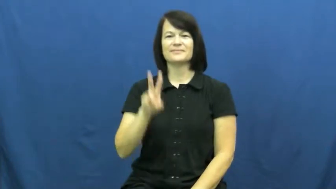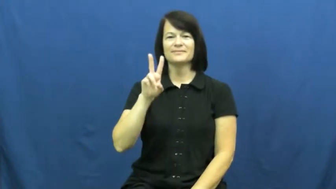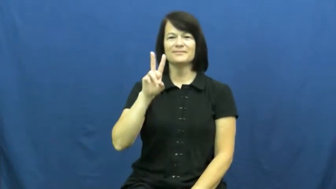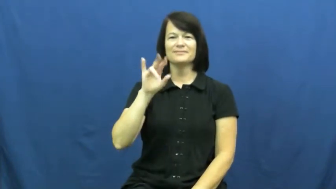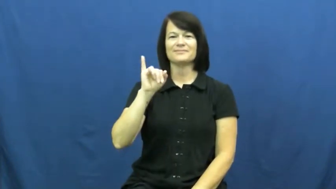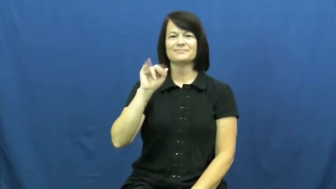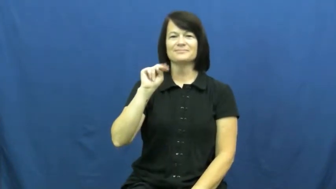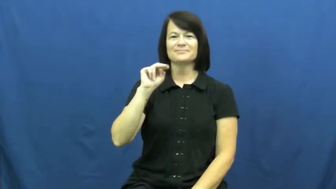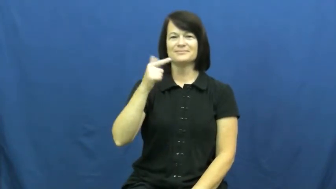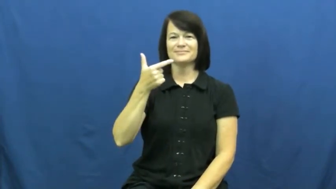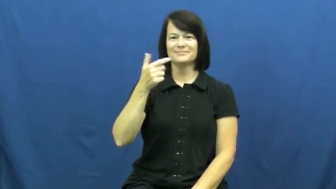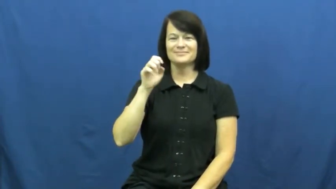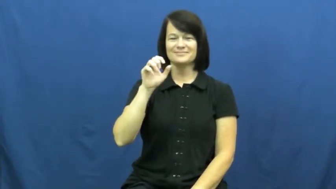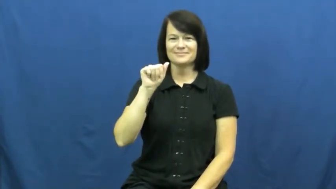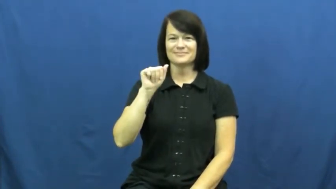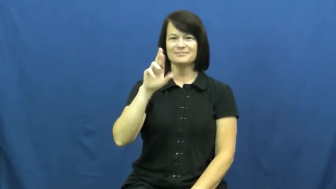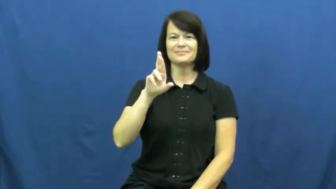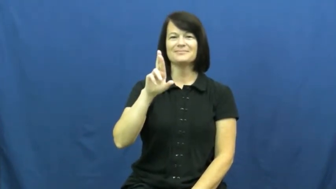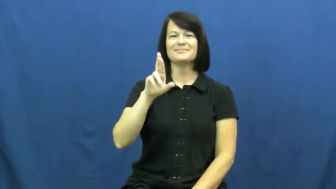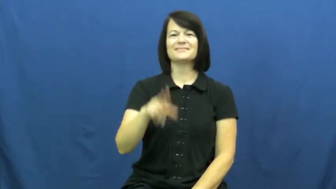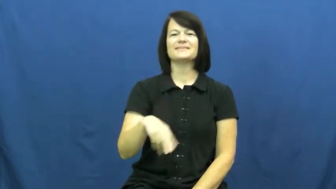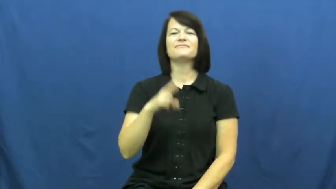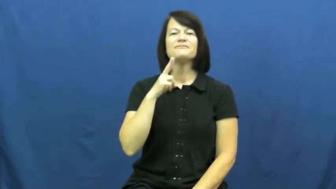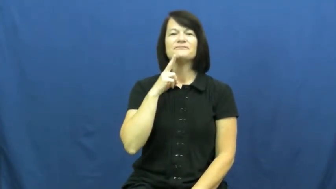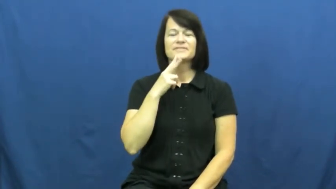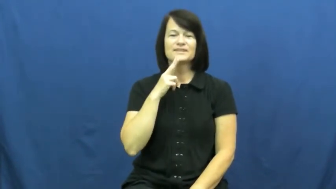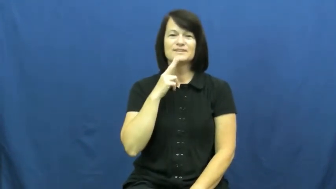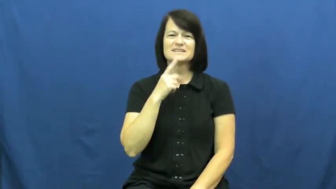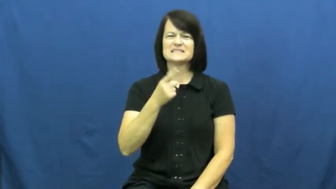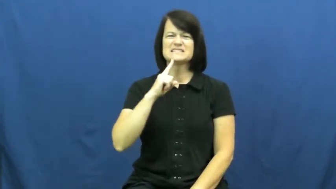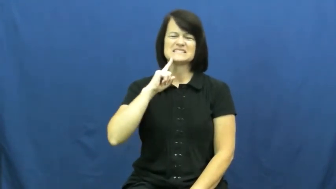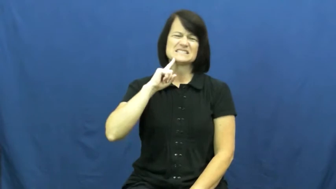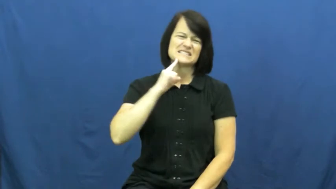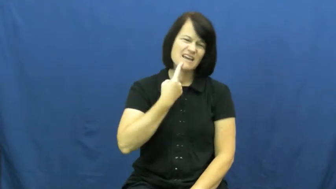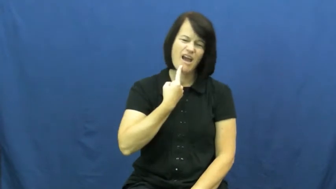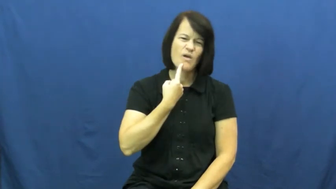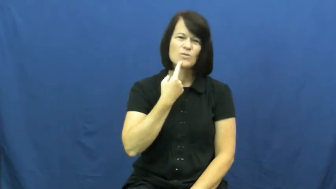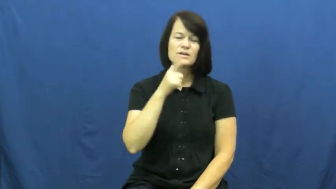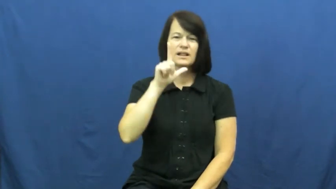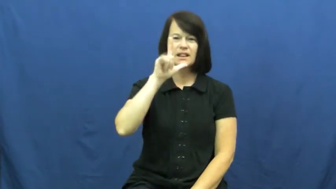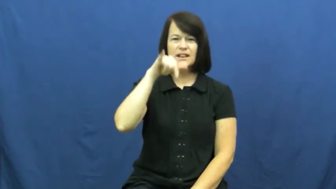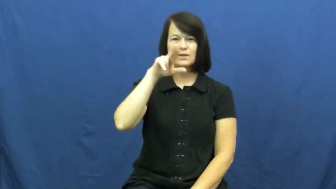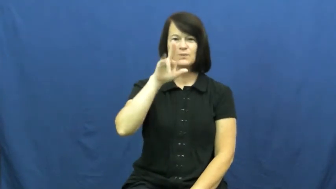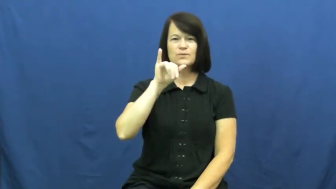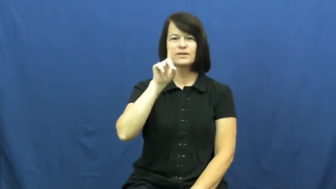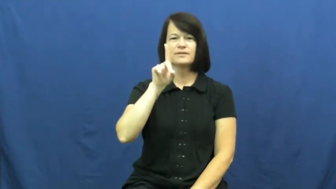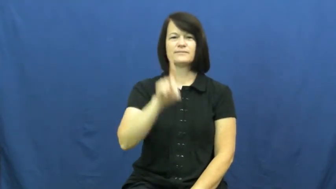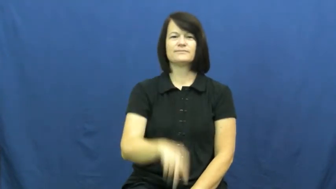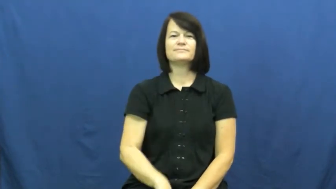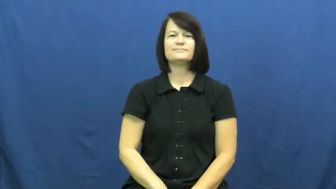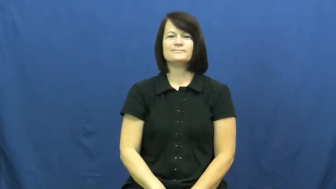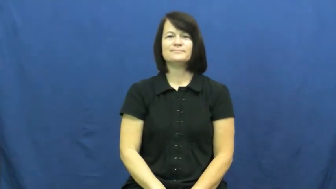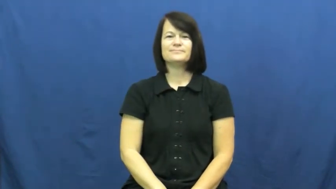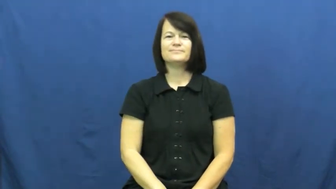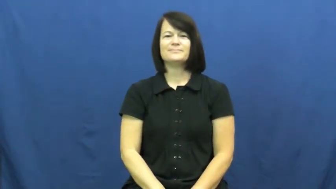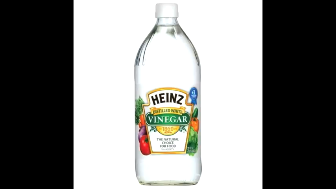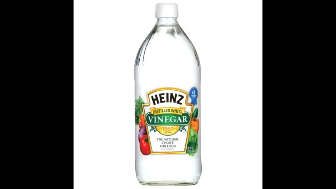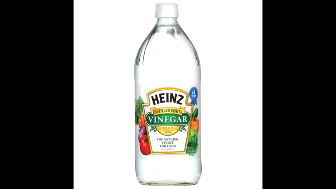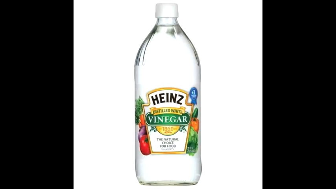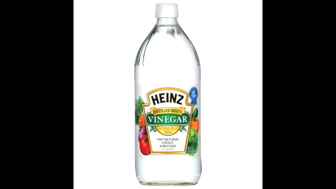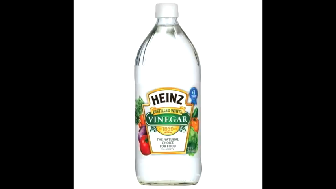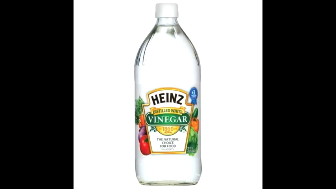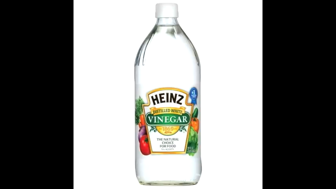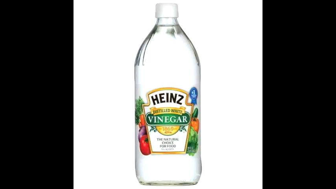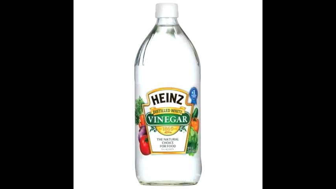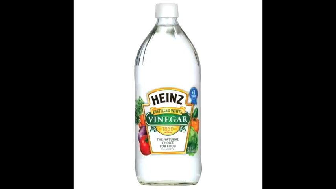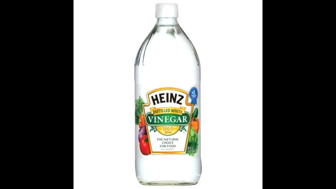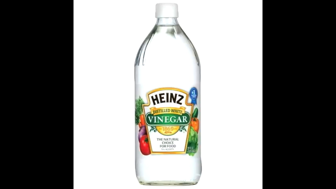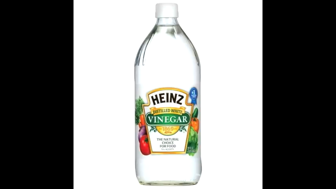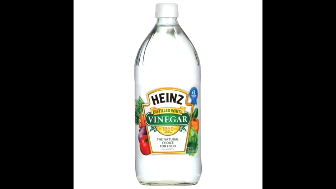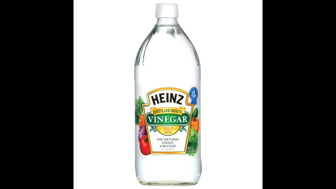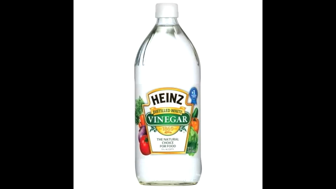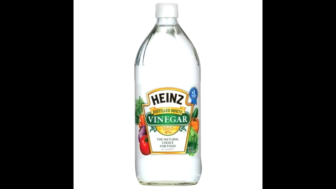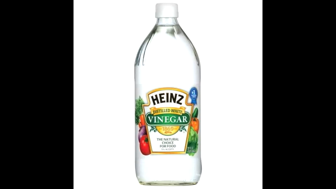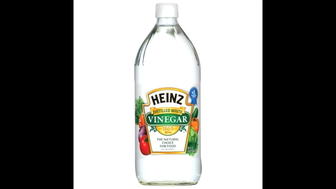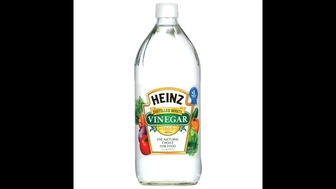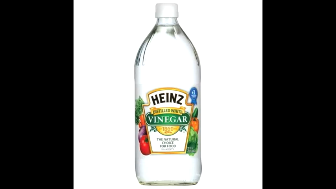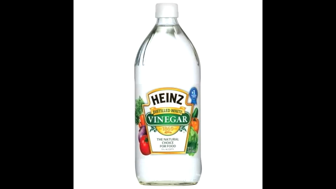vinegar